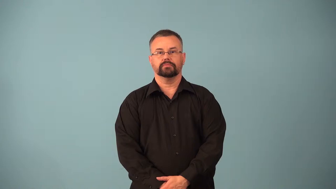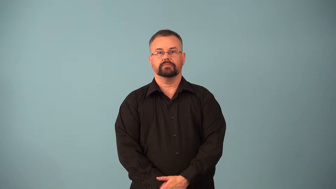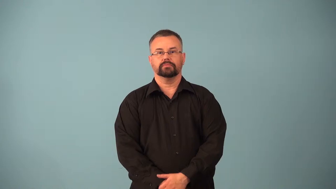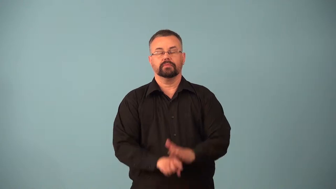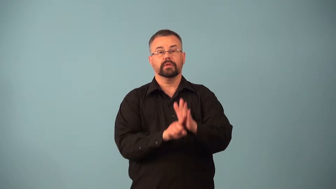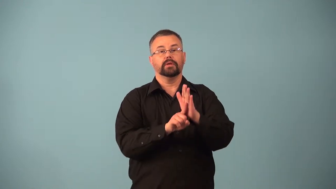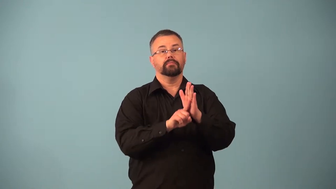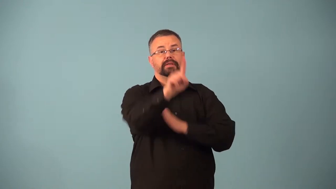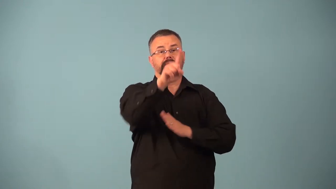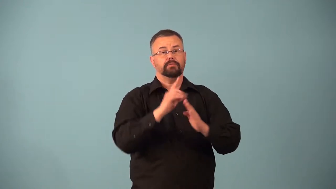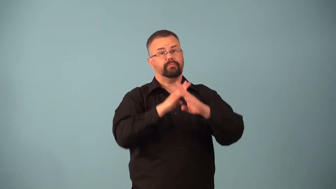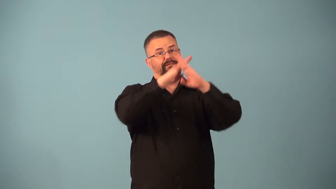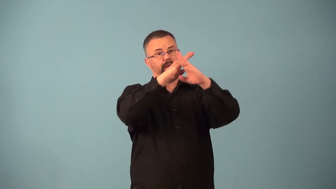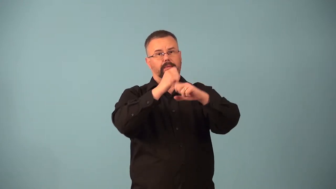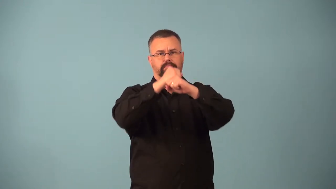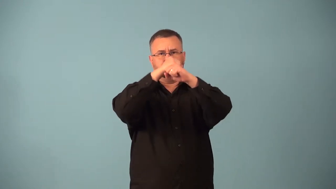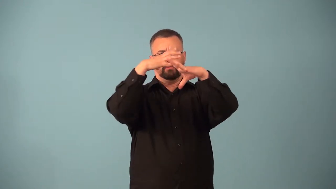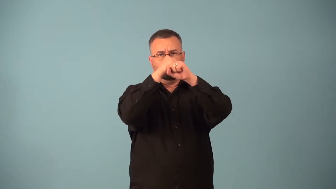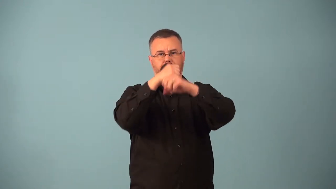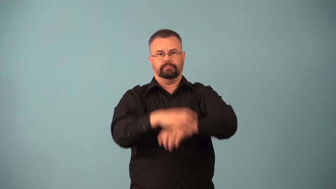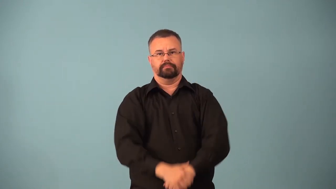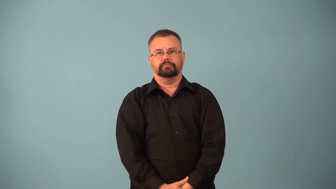antimissile